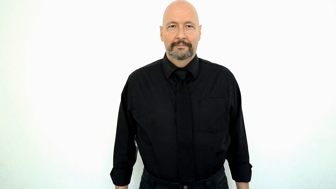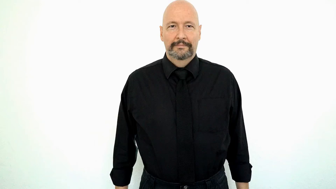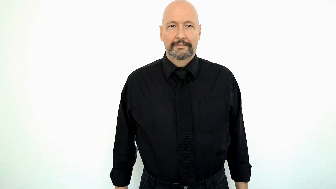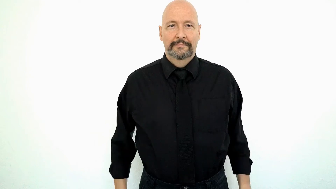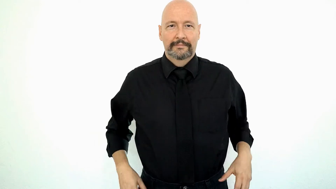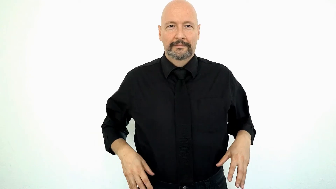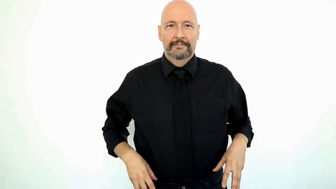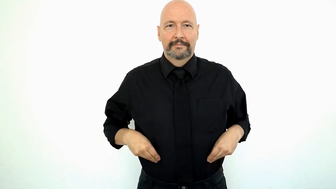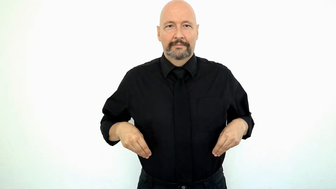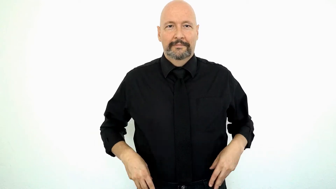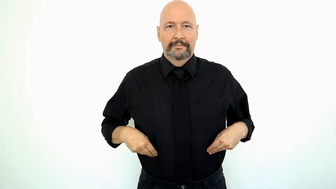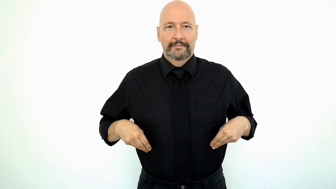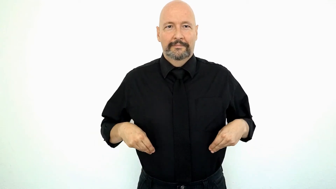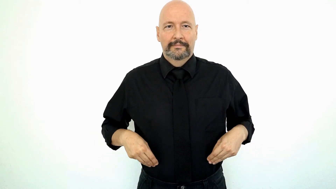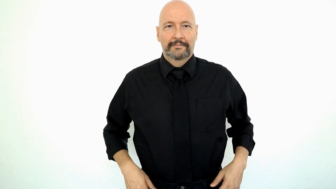PANTS